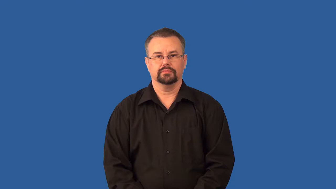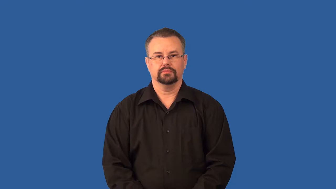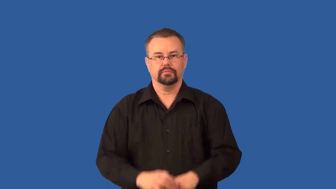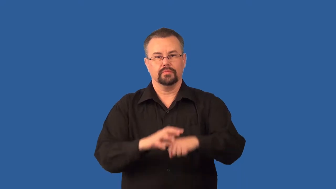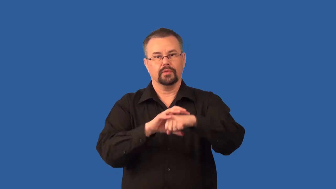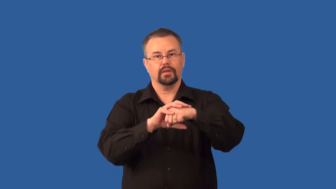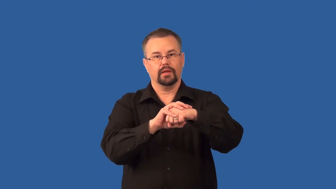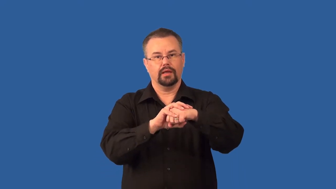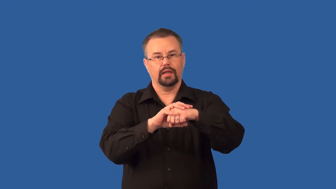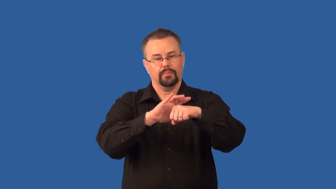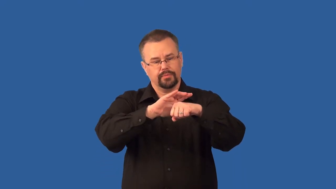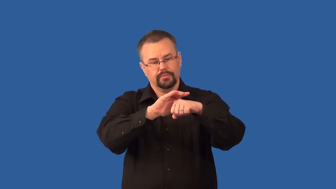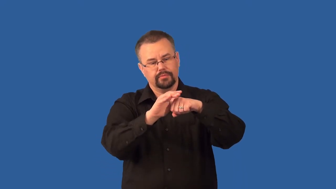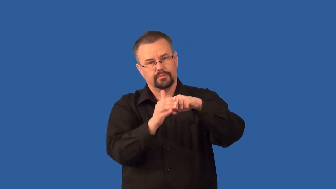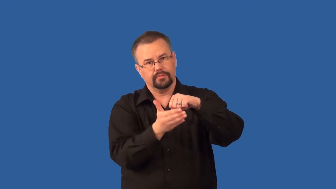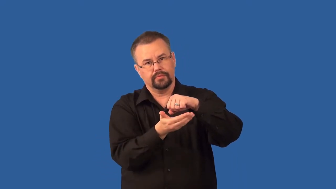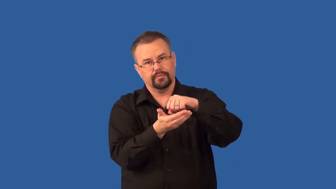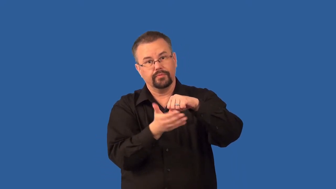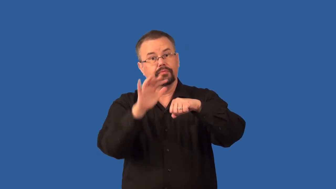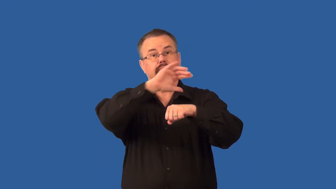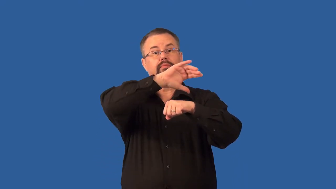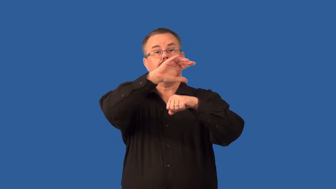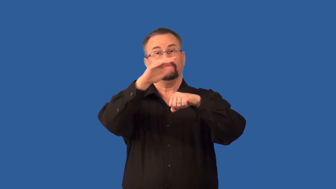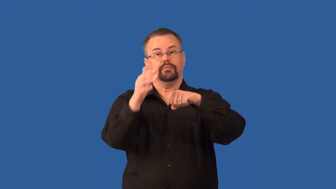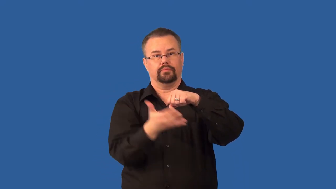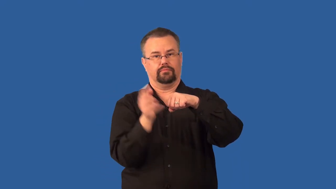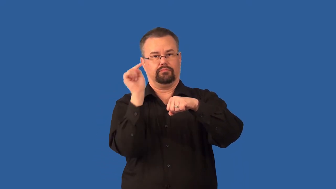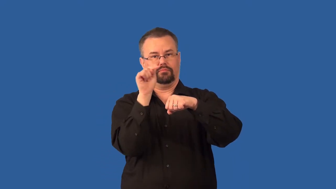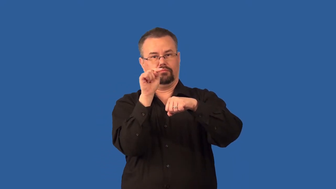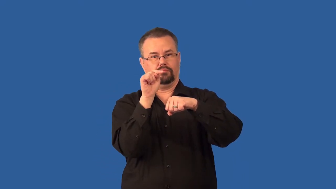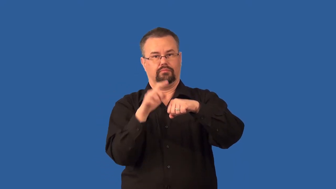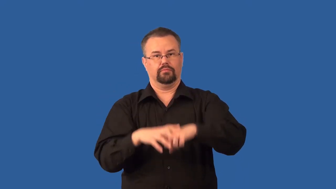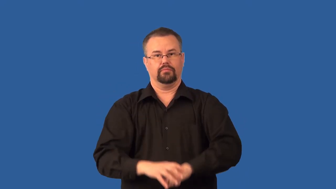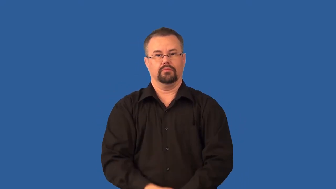valence electron